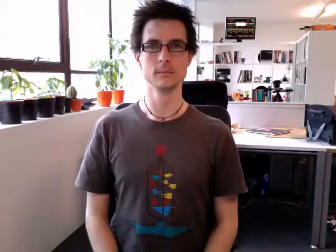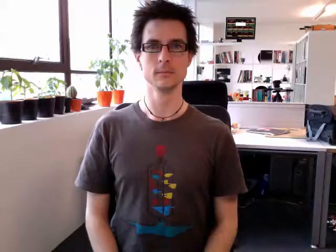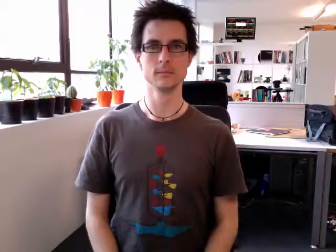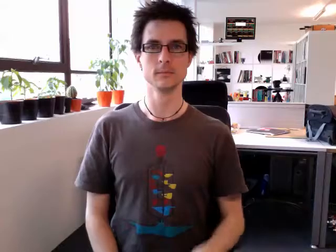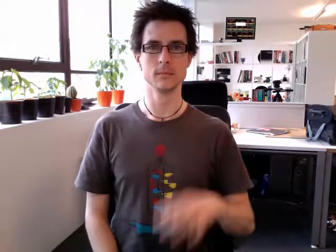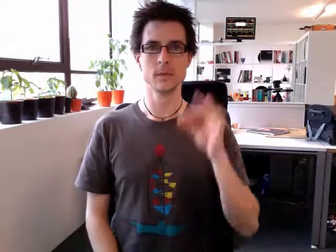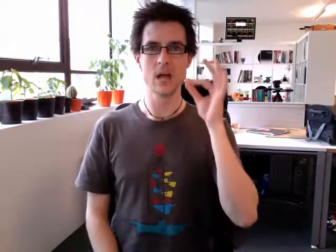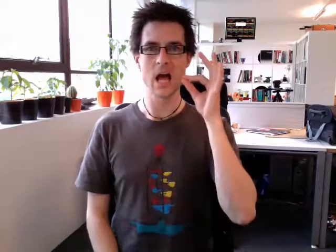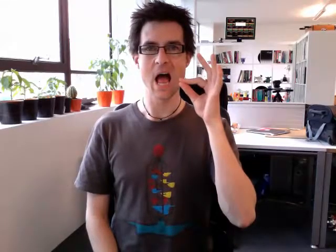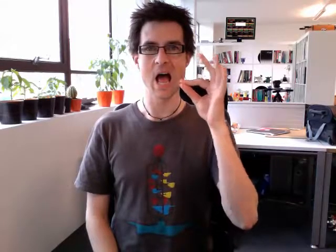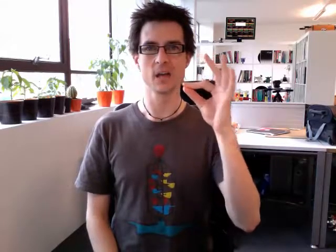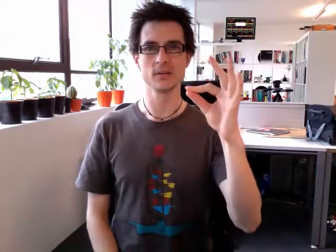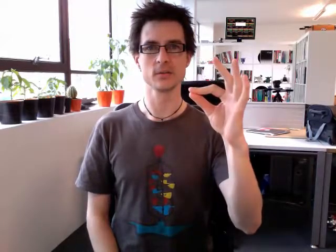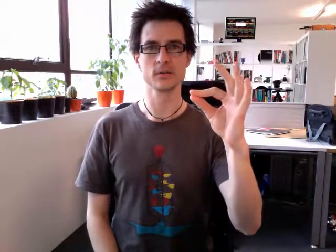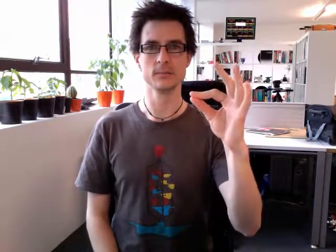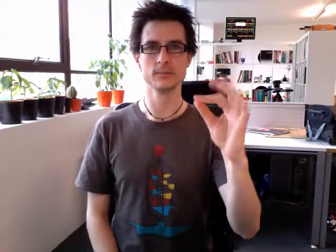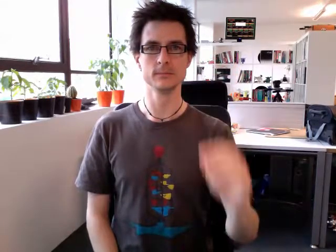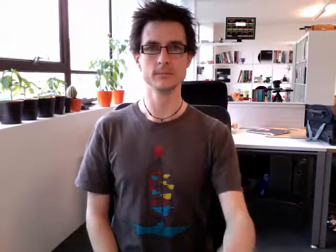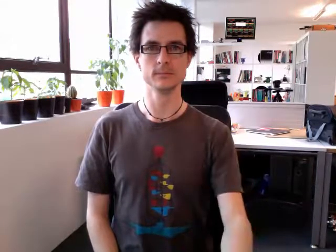ask